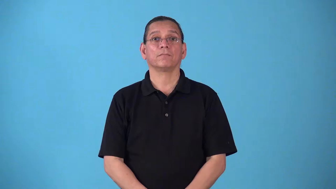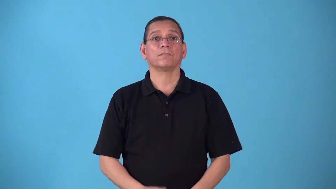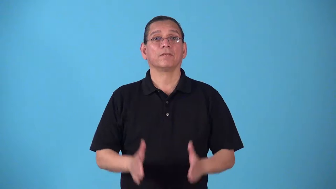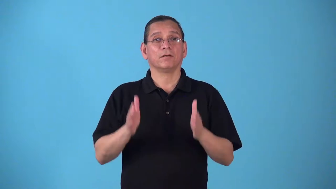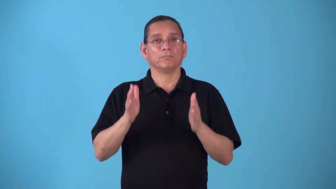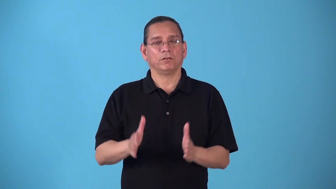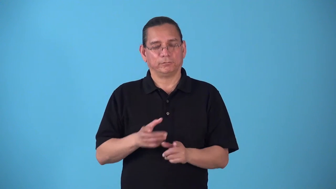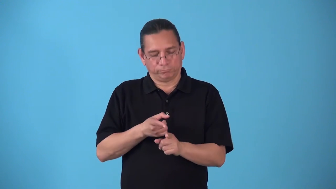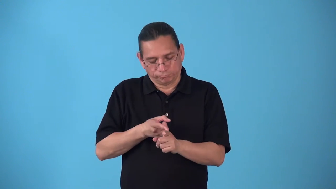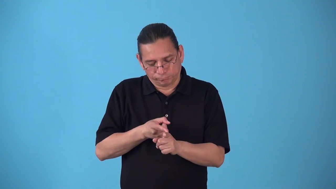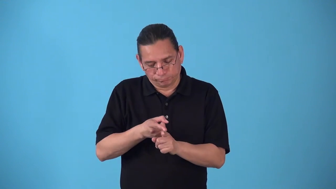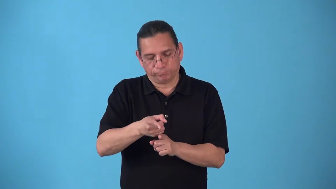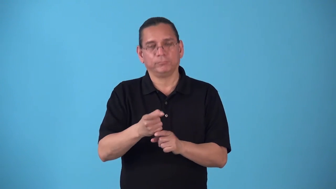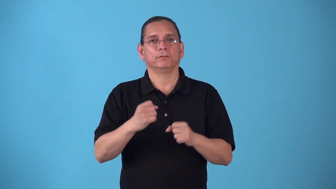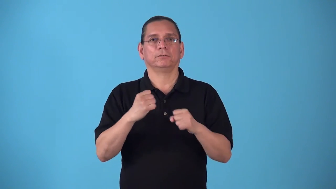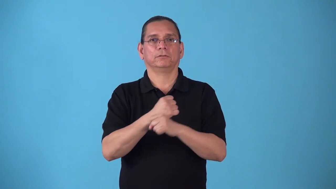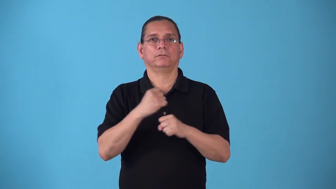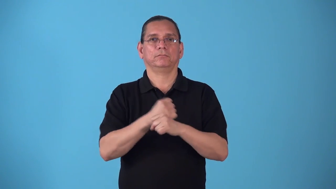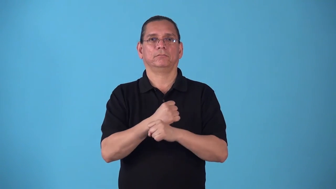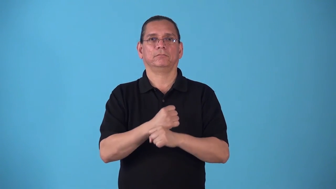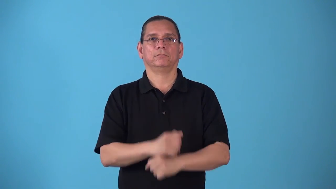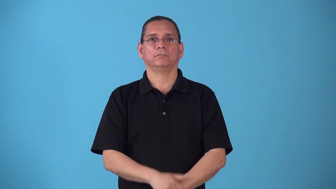statistician